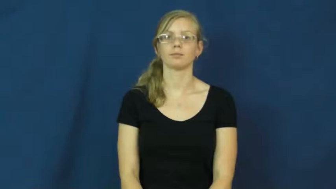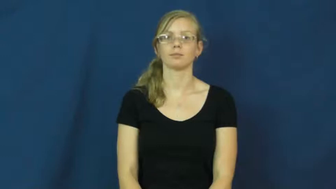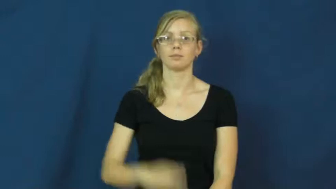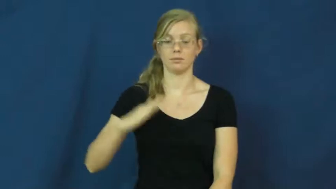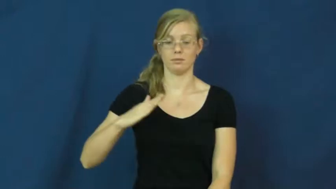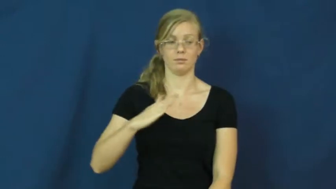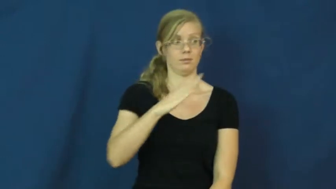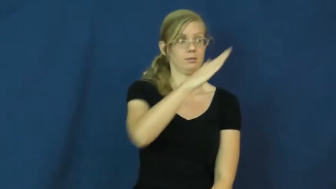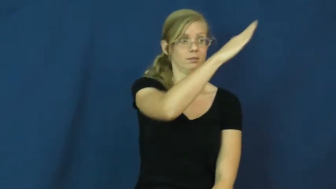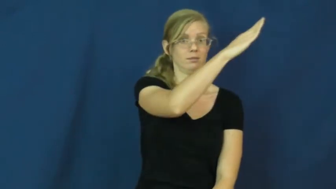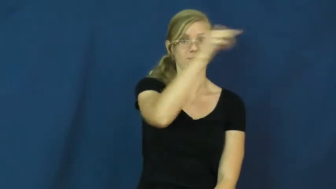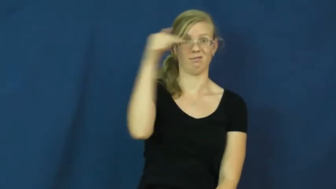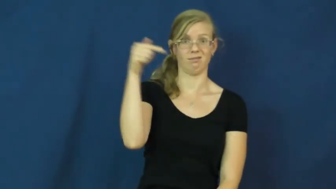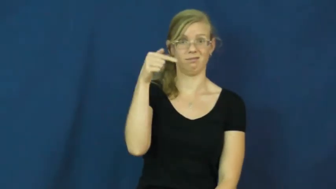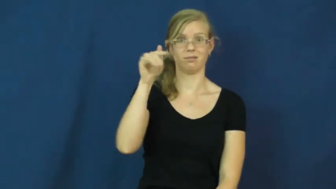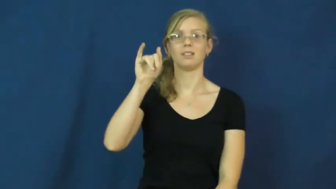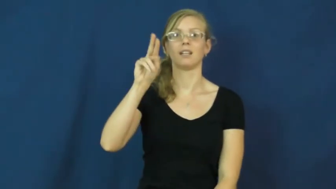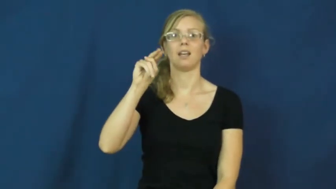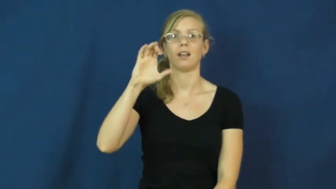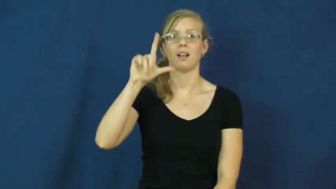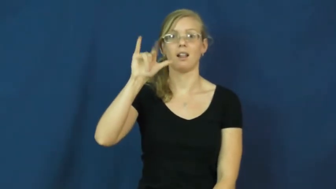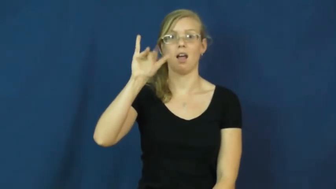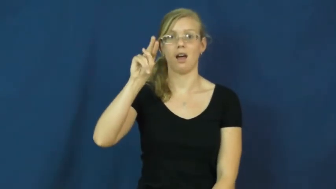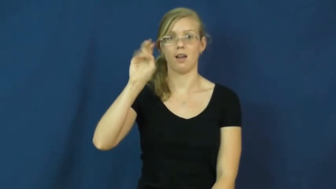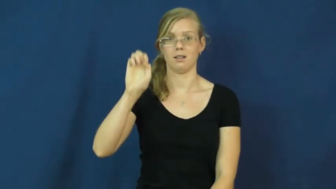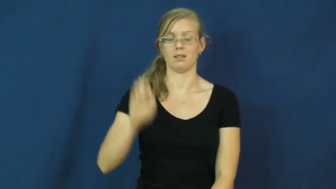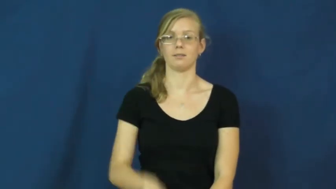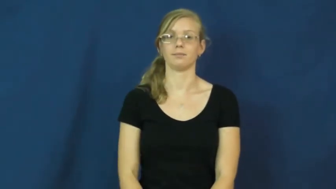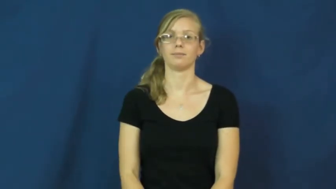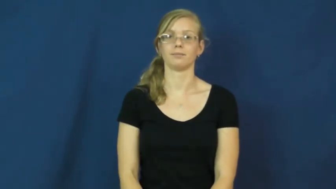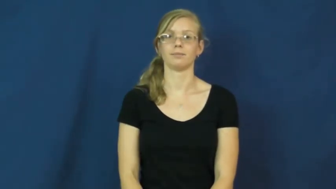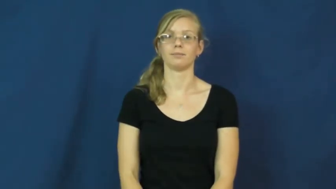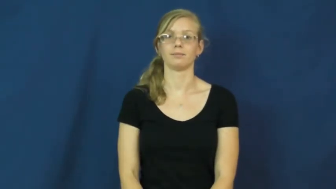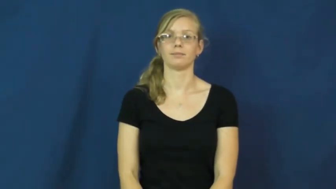incline-steep